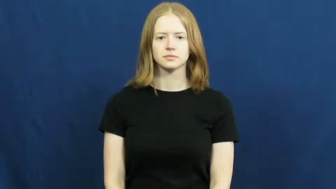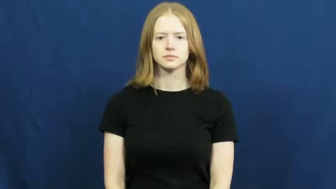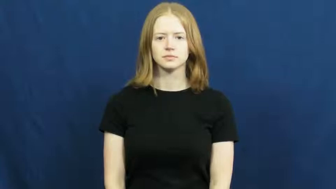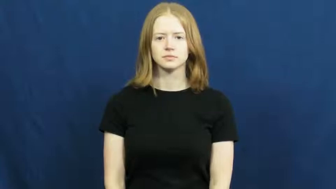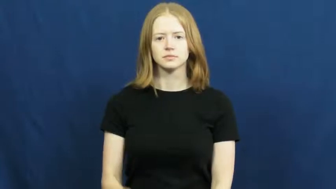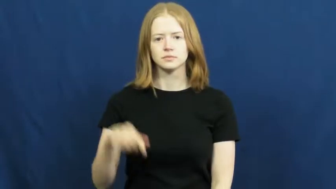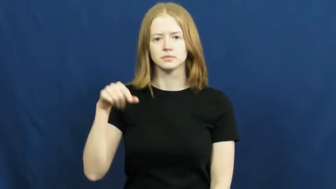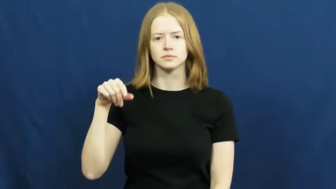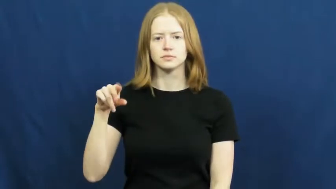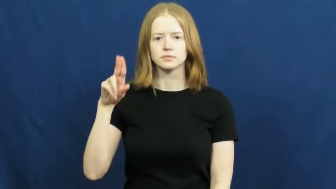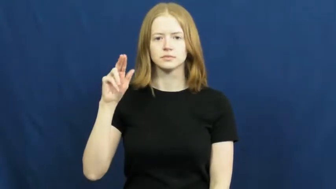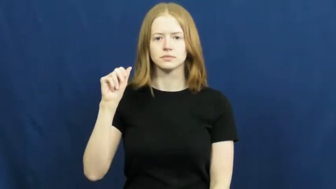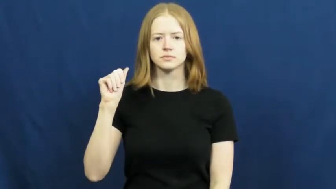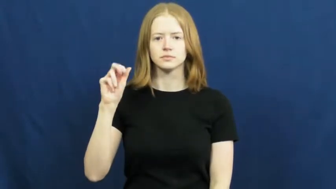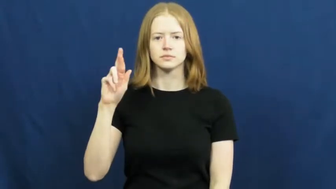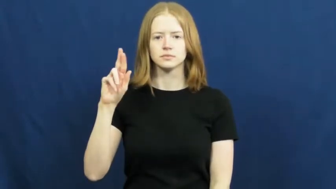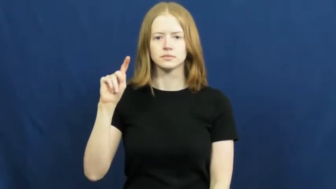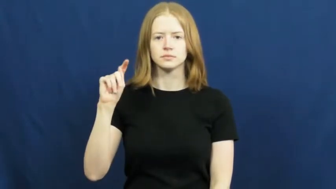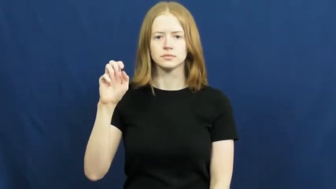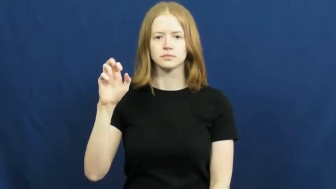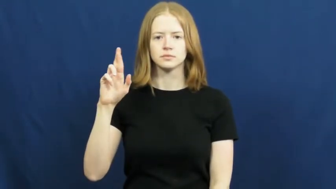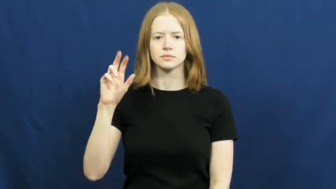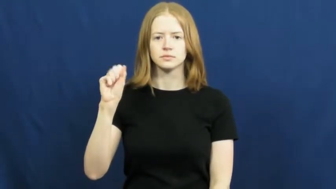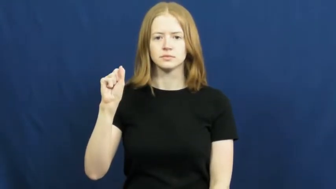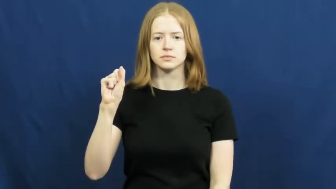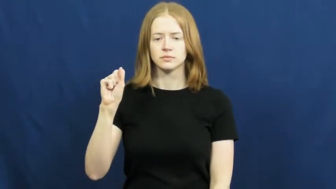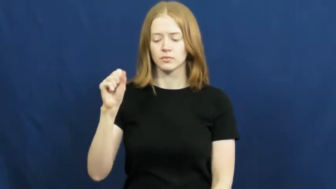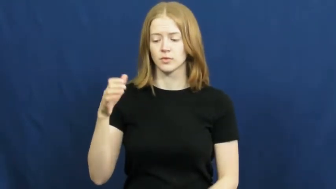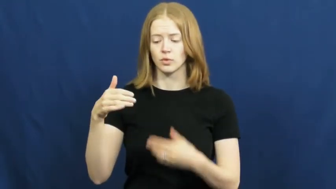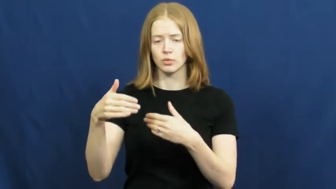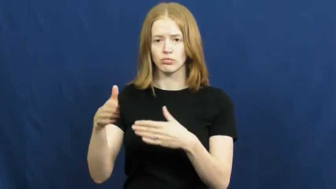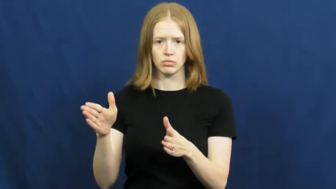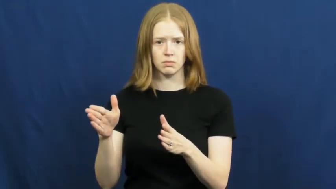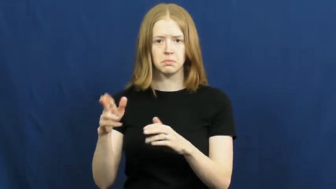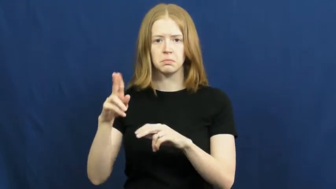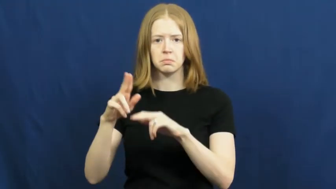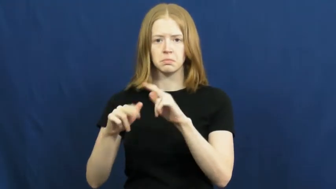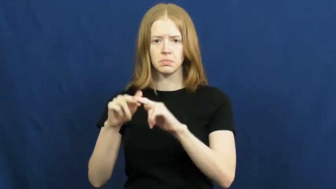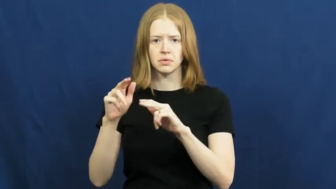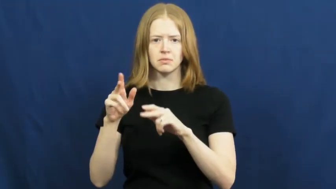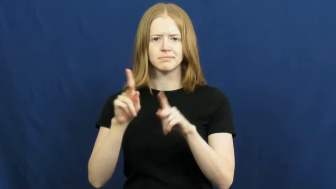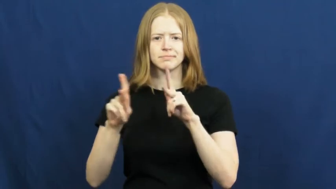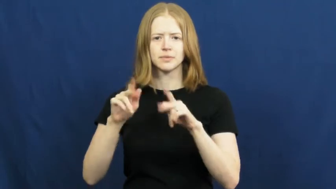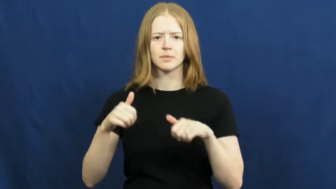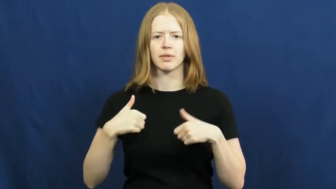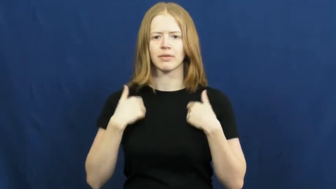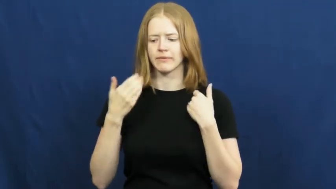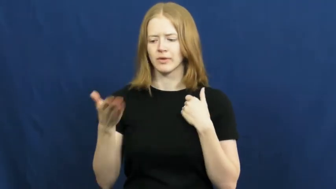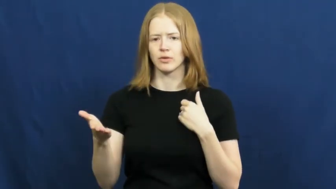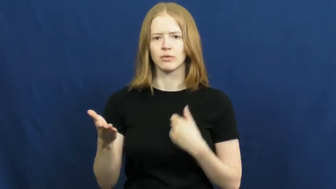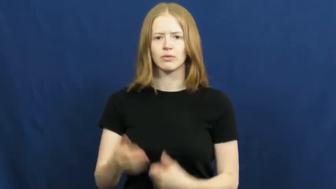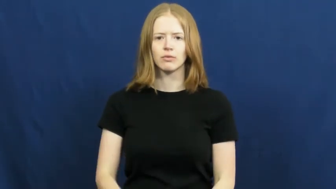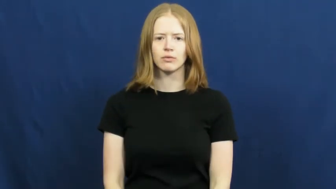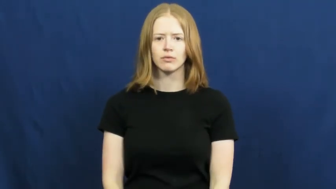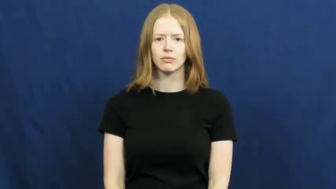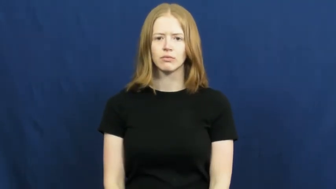quarters-room